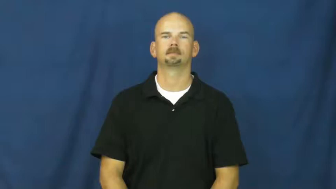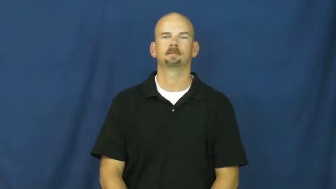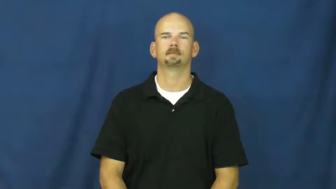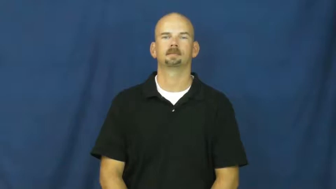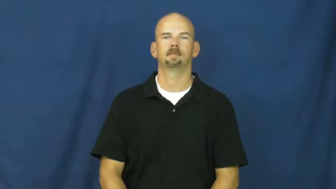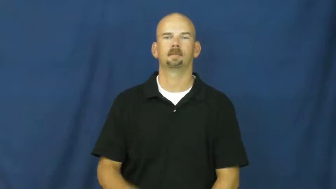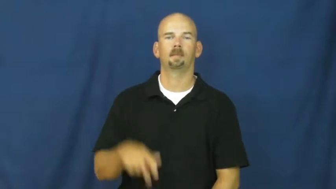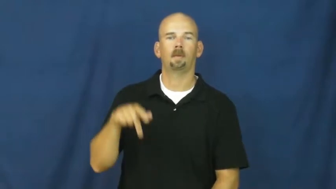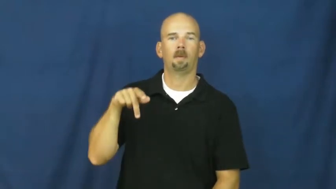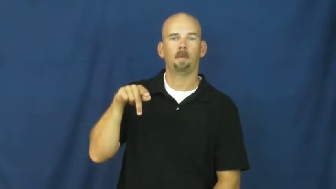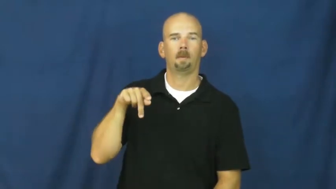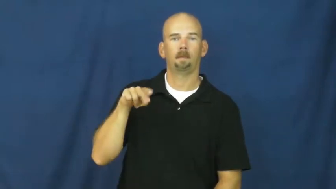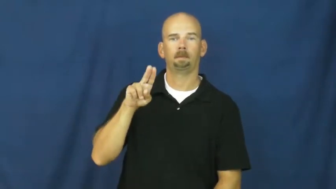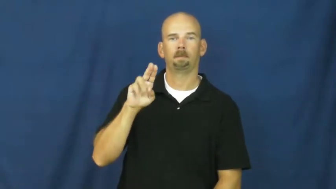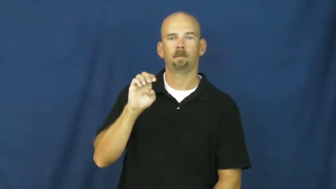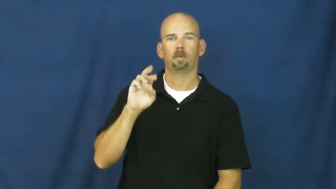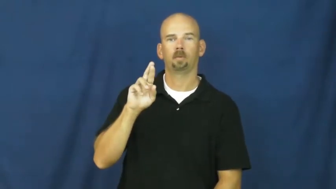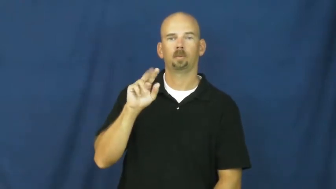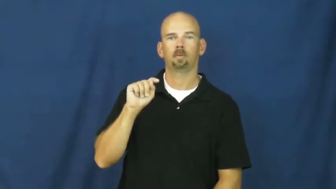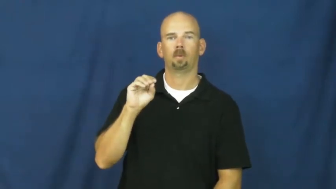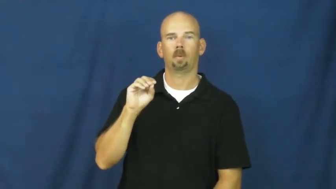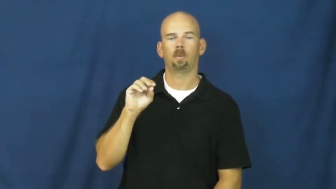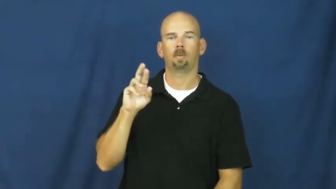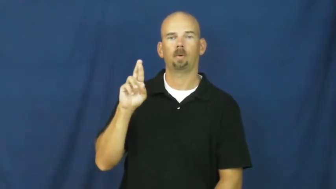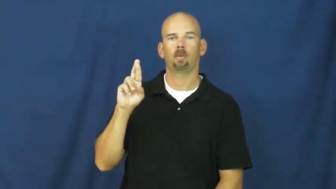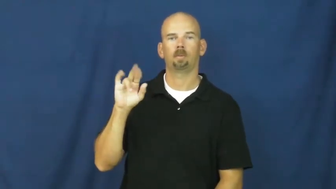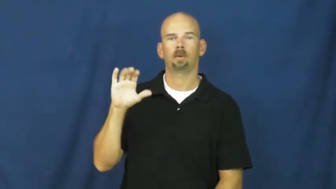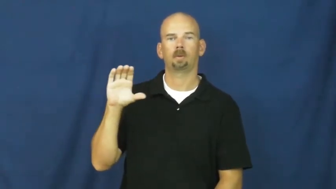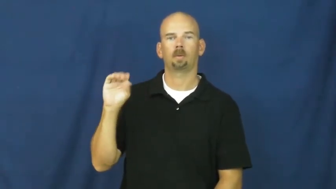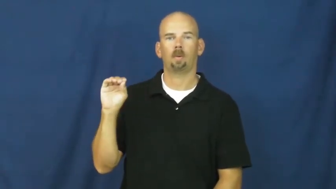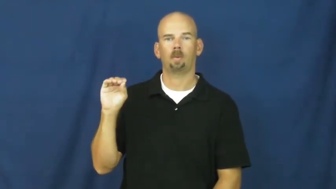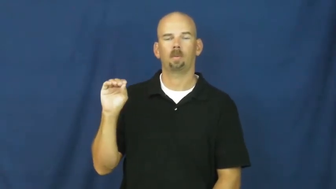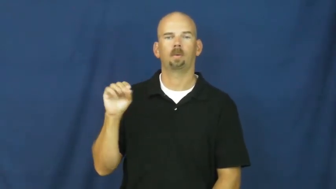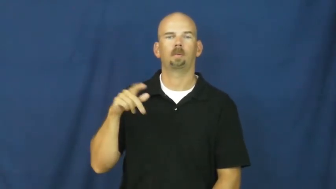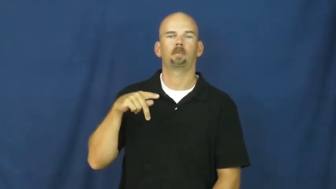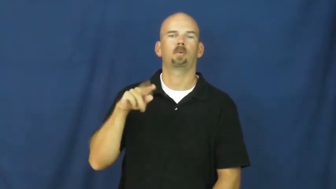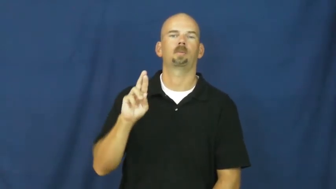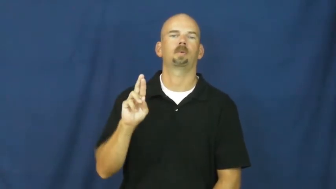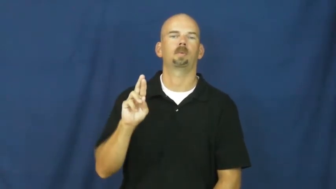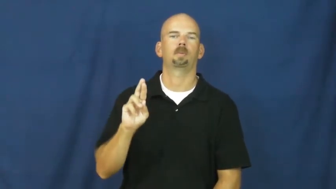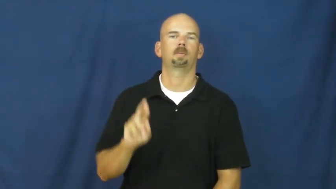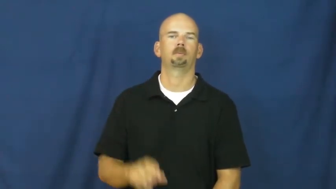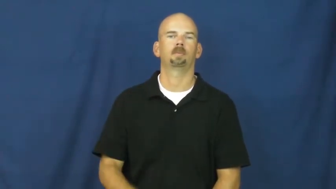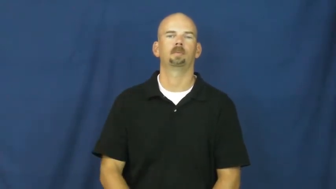puerto rico